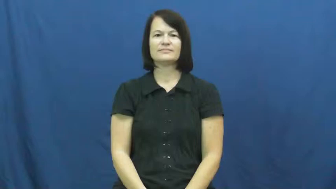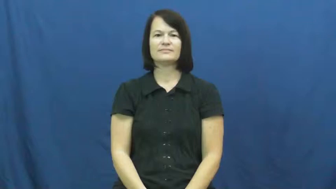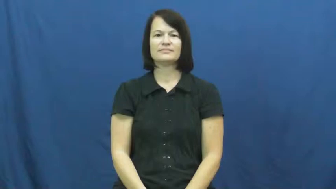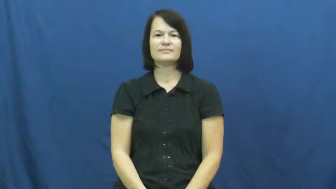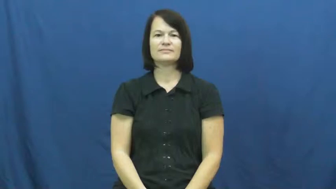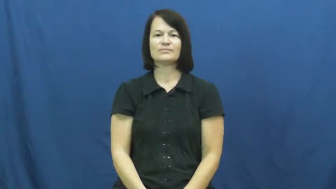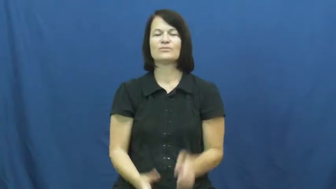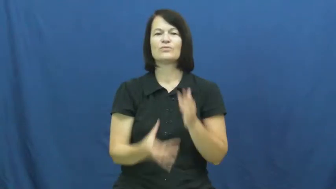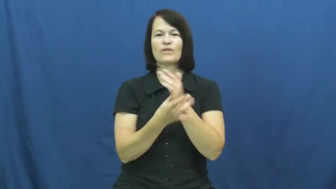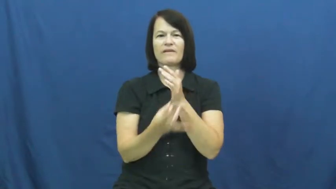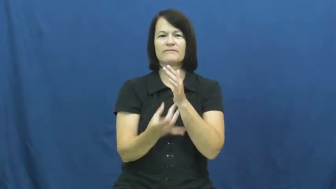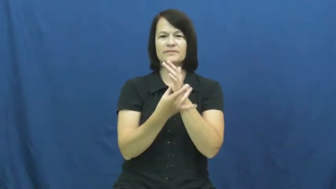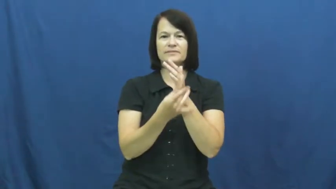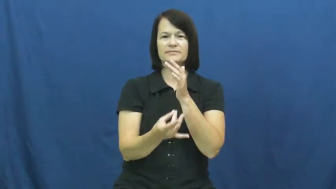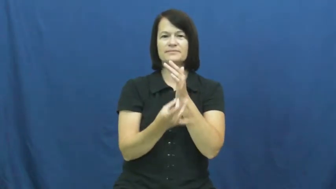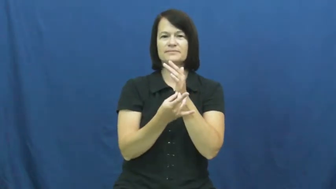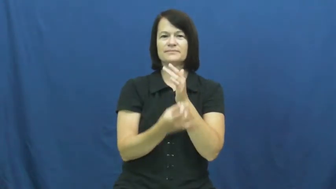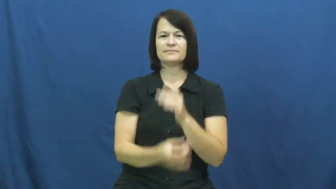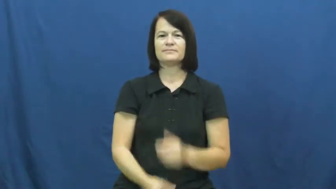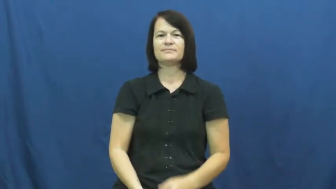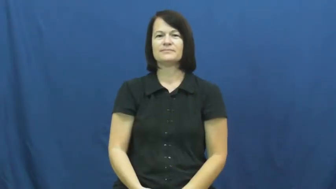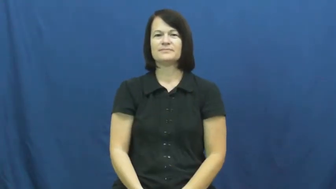gravy